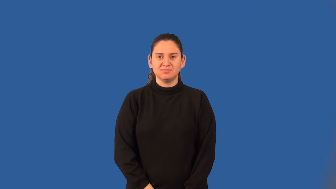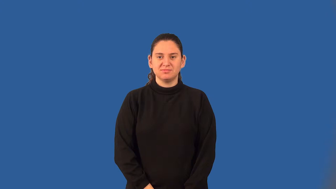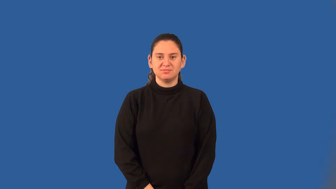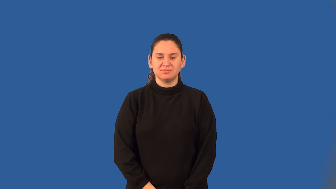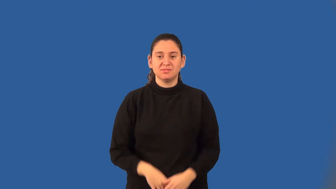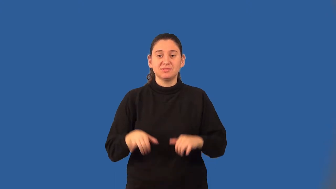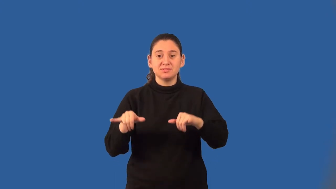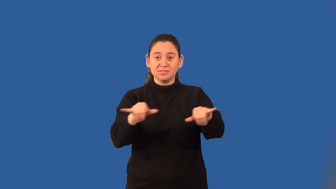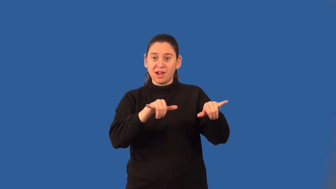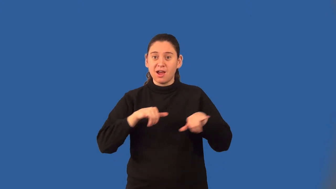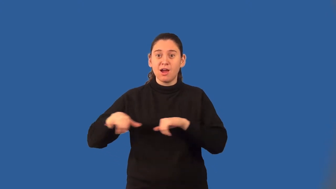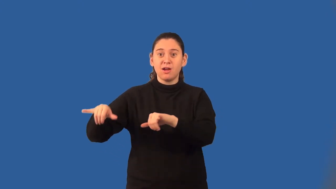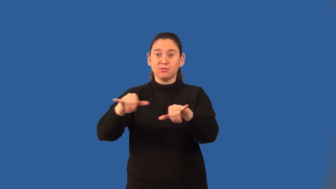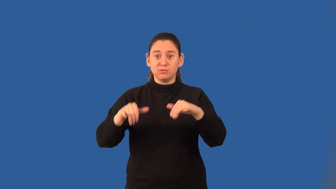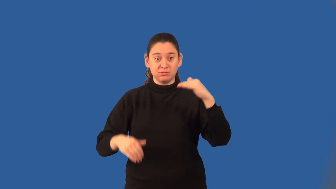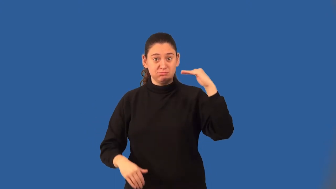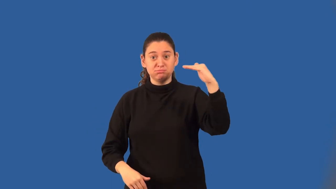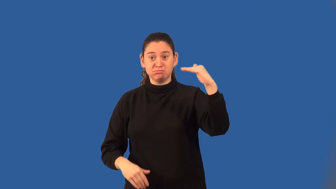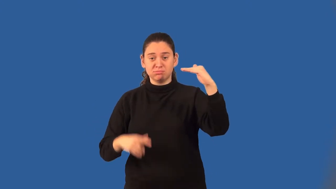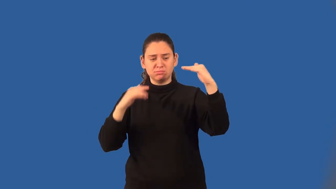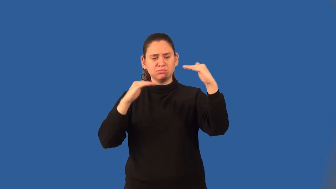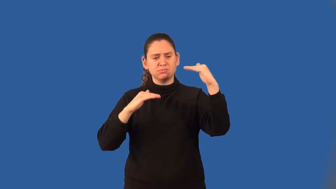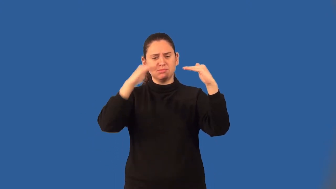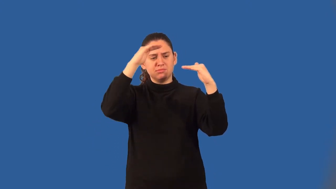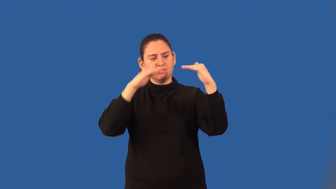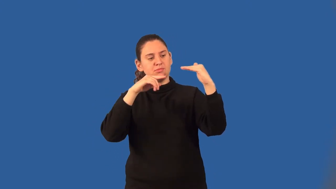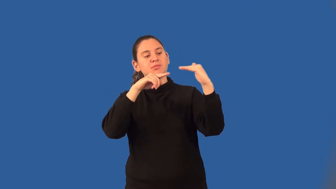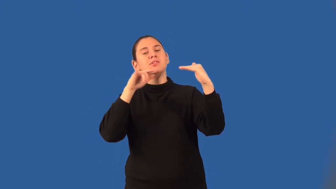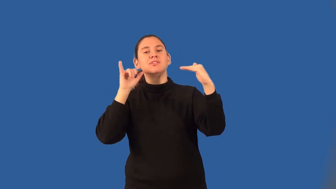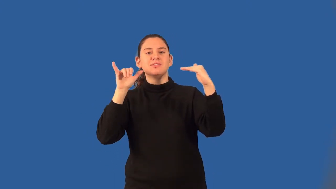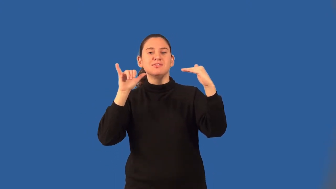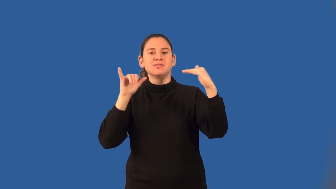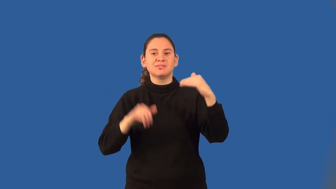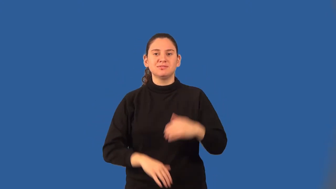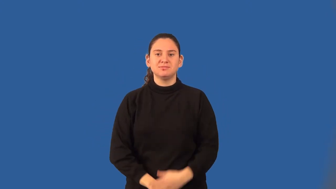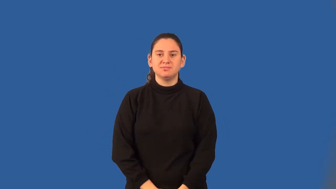benchmark-noun